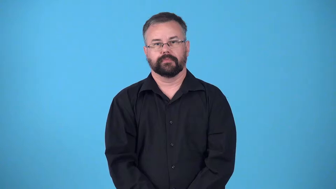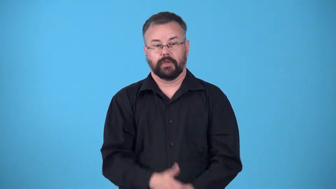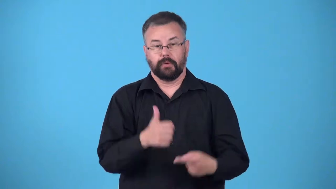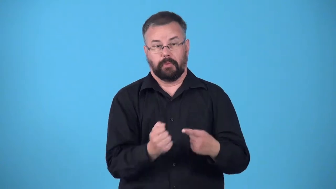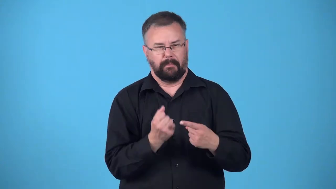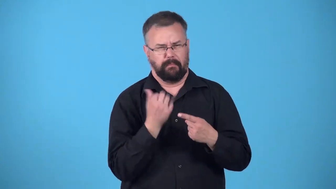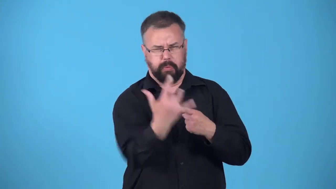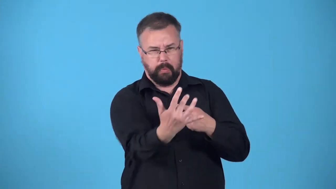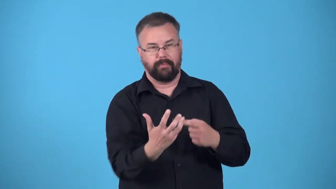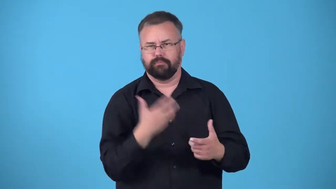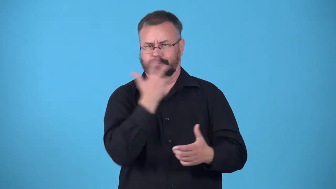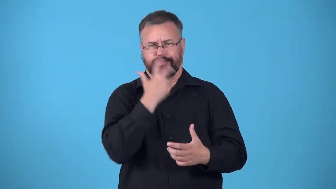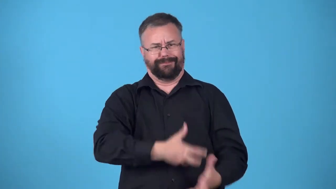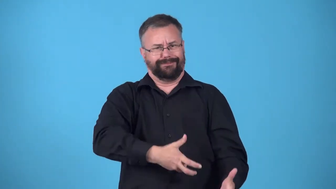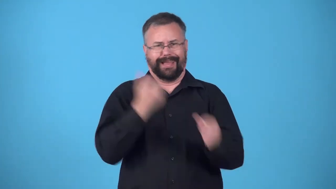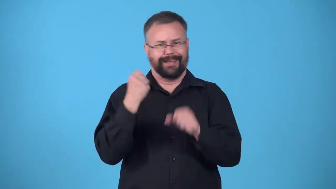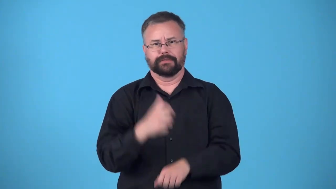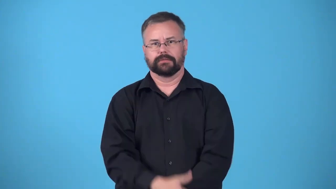burst into-fire